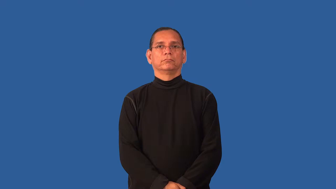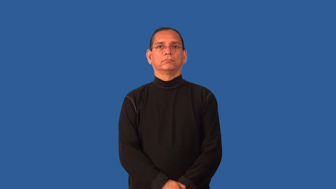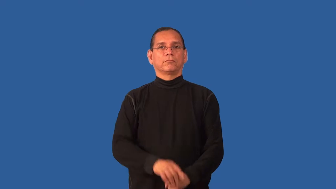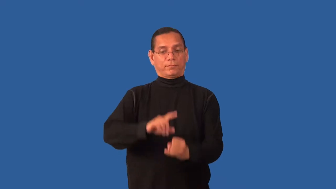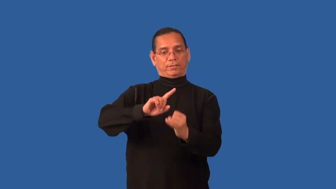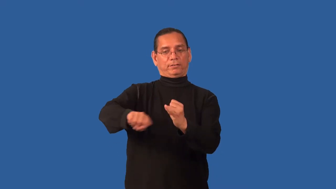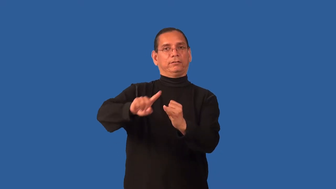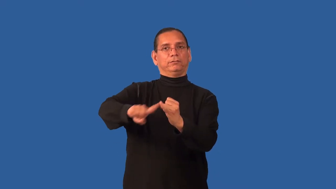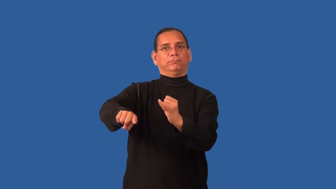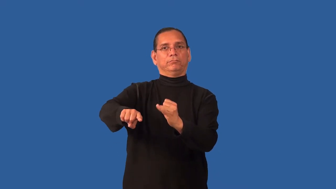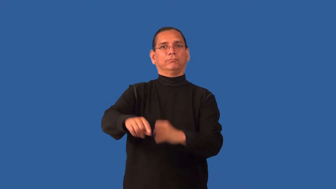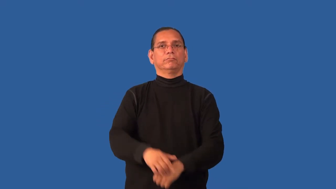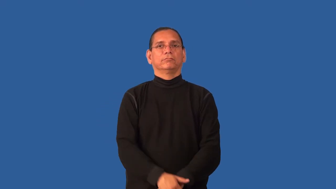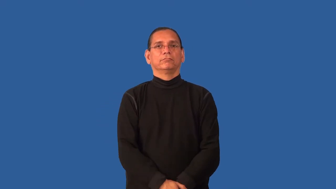endmost